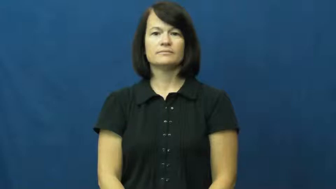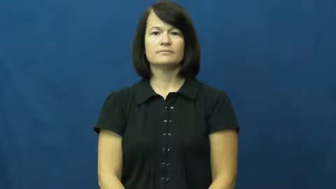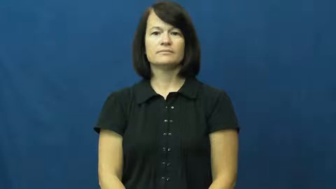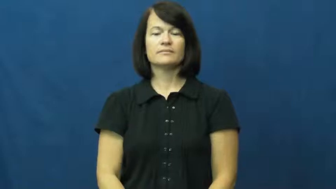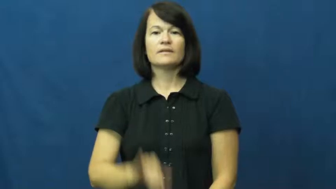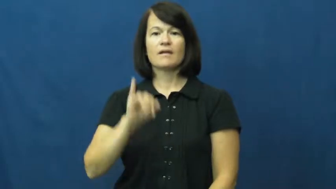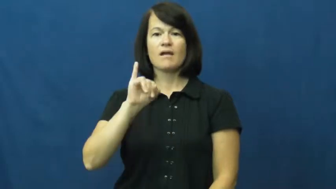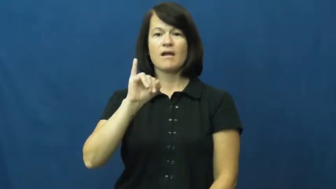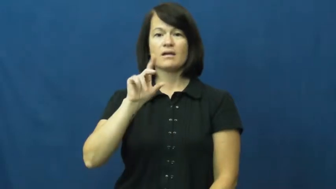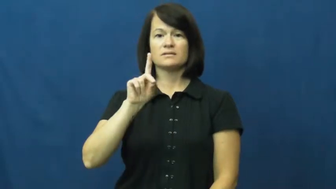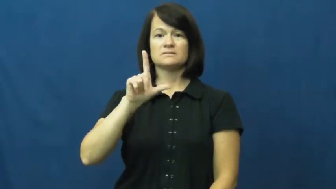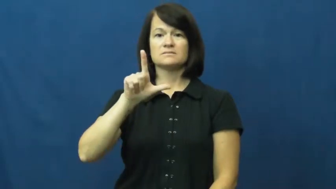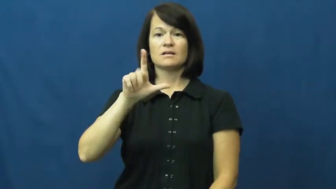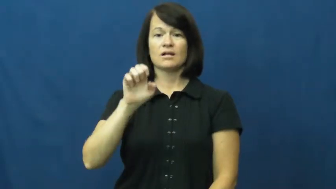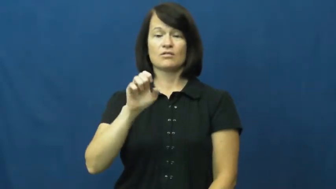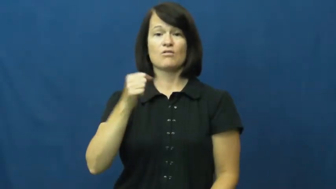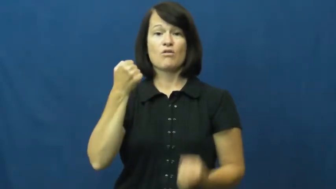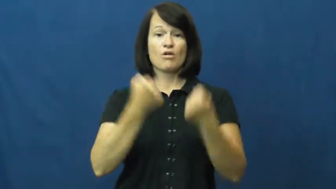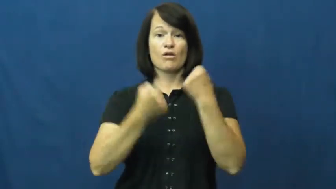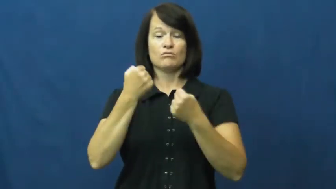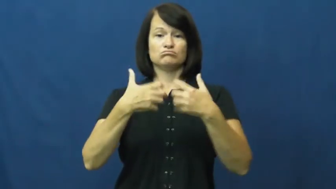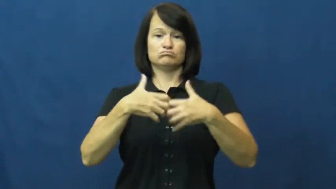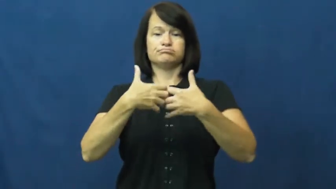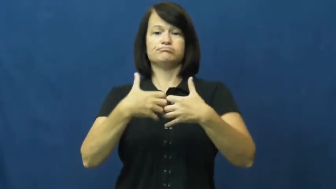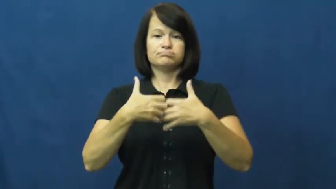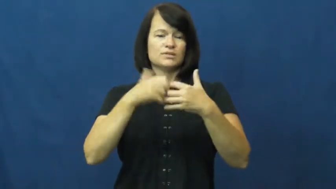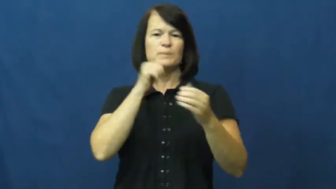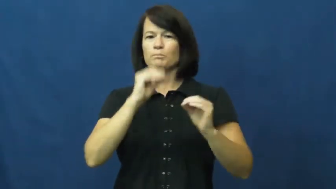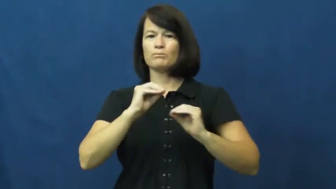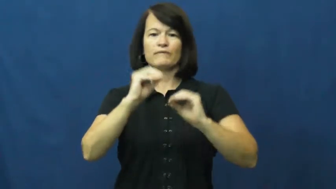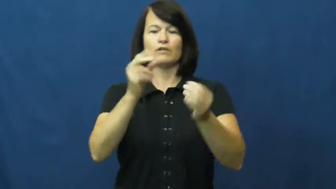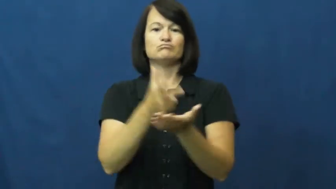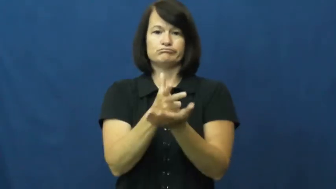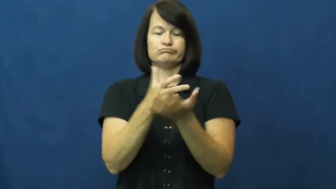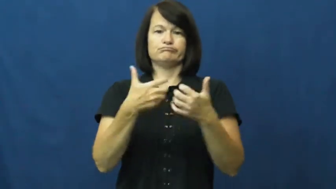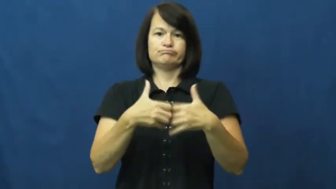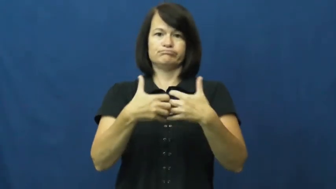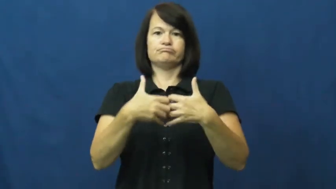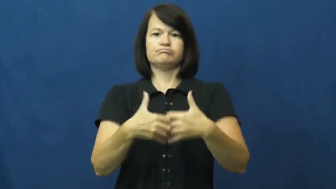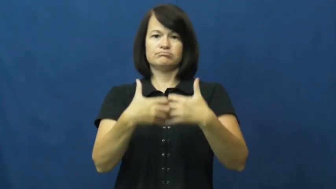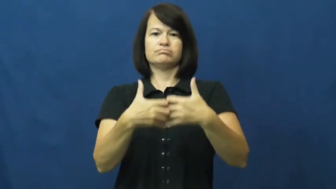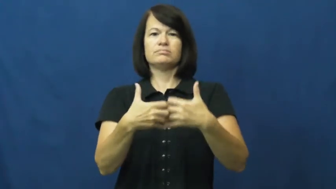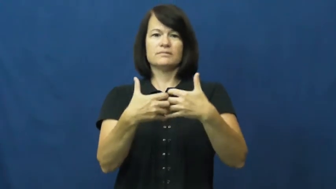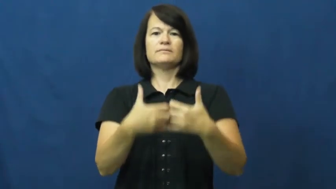idle-car